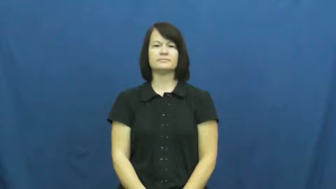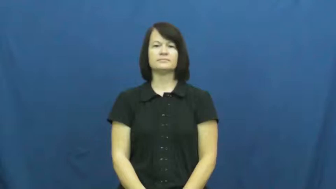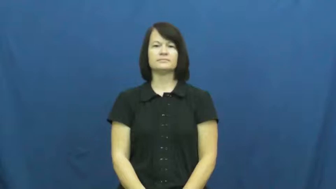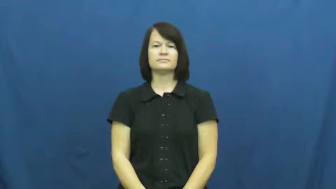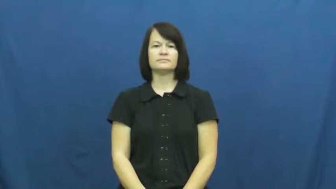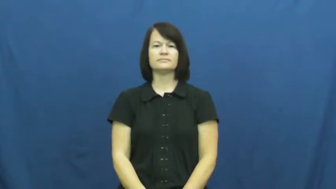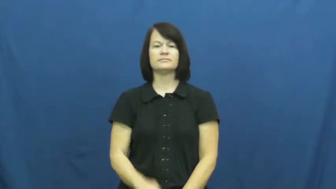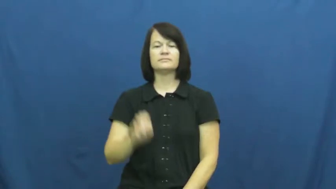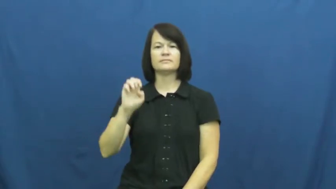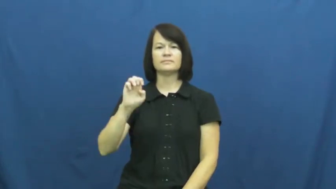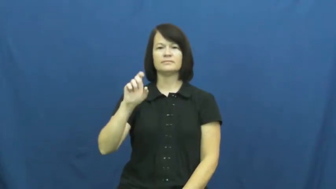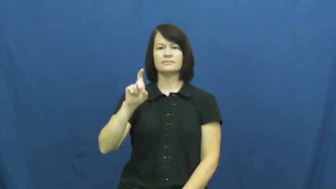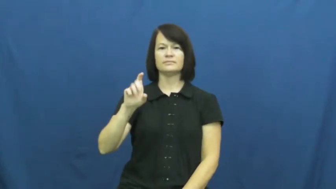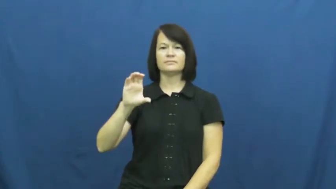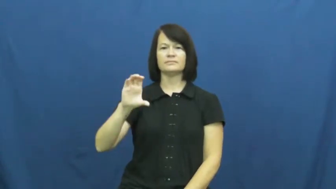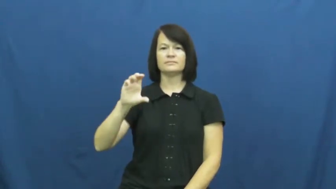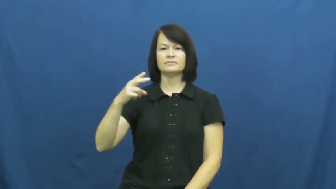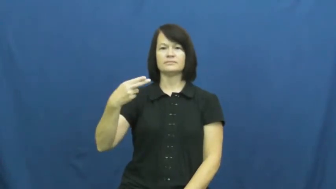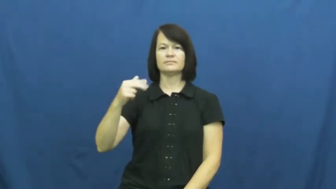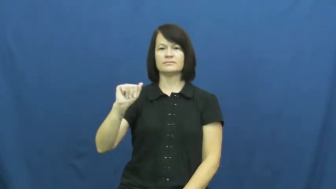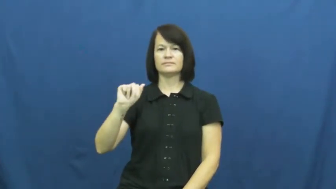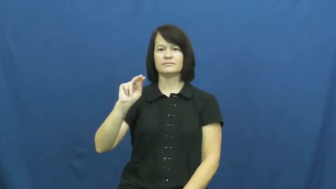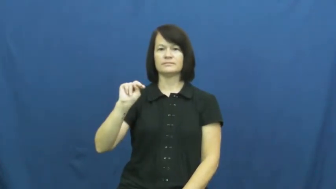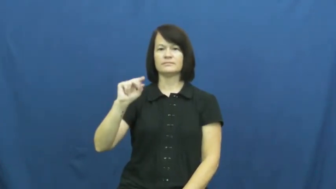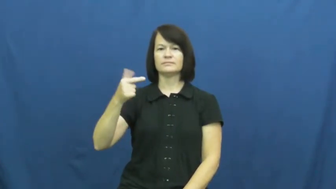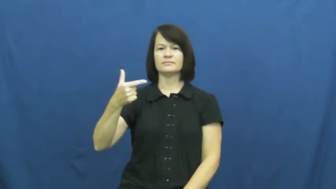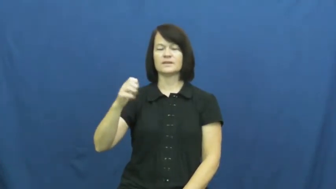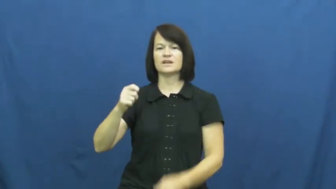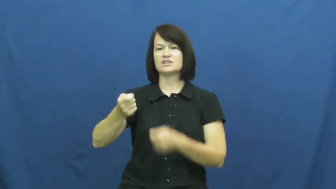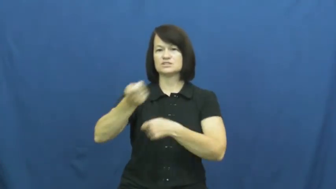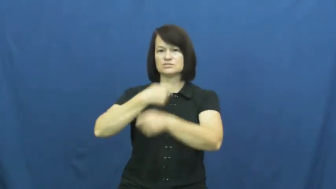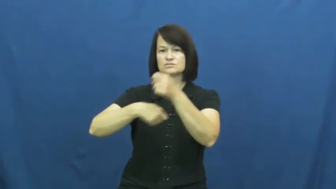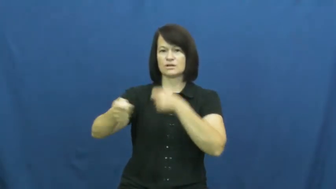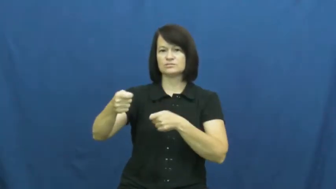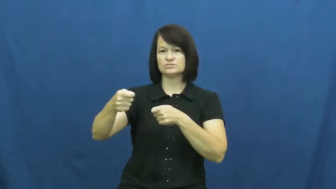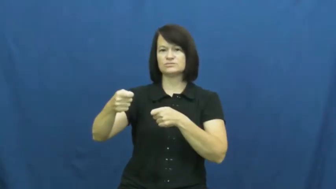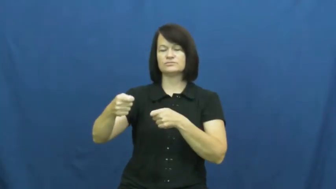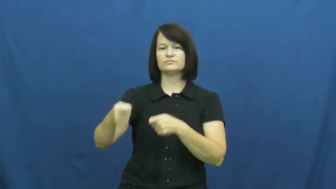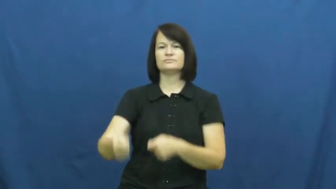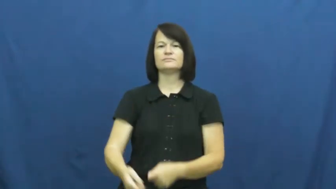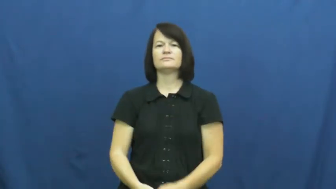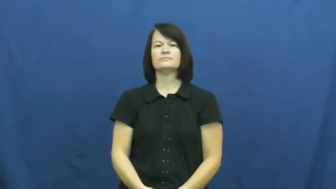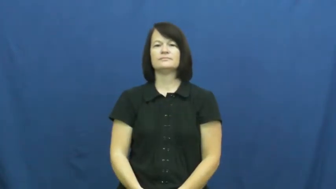exchange,in exchange